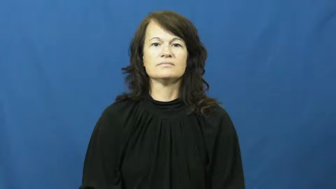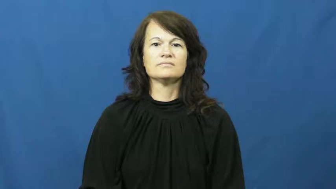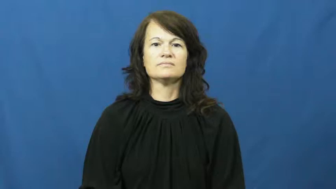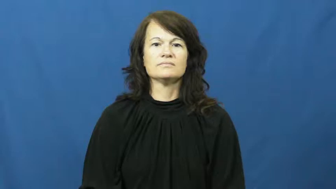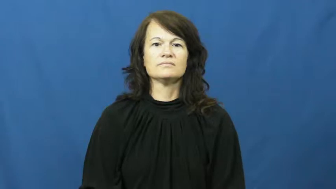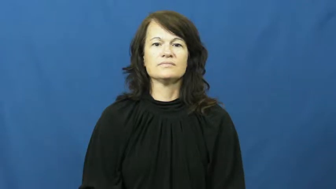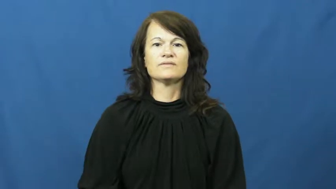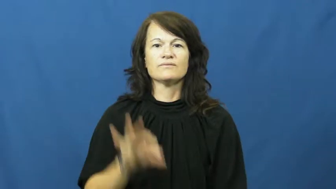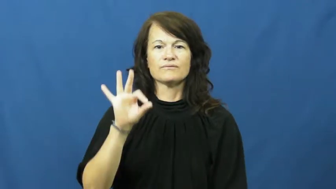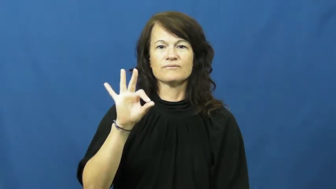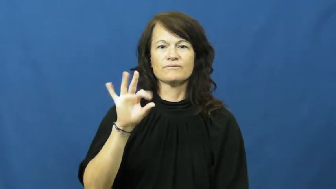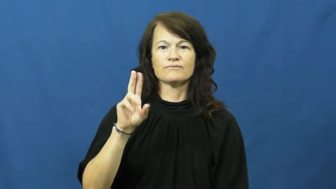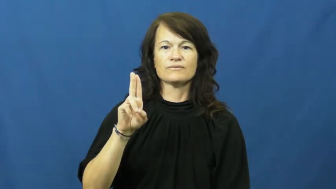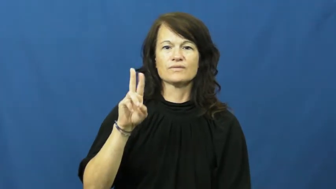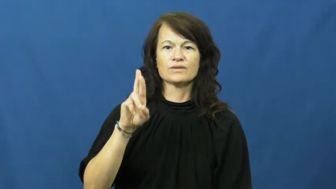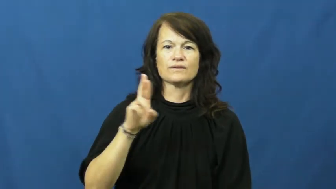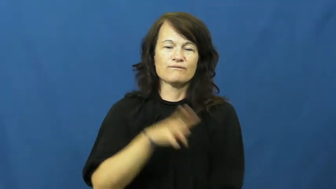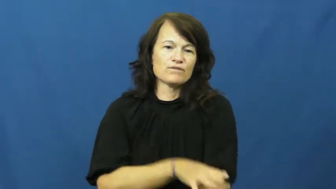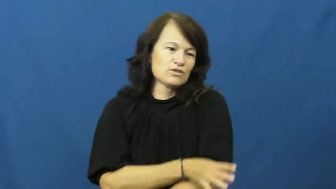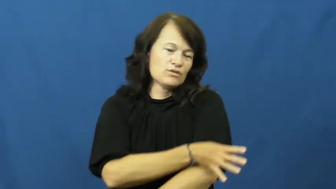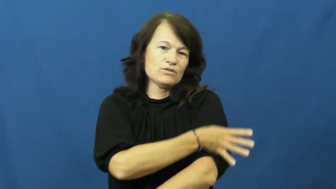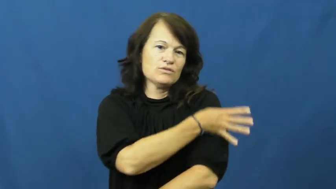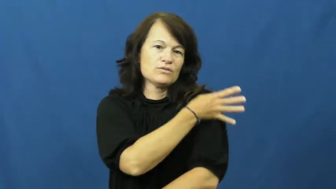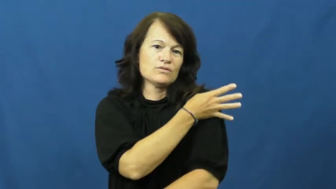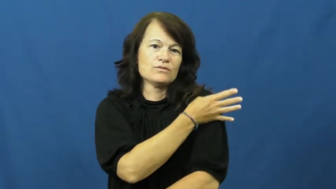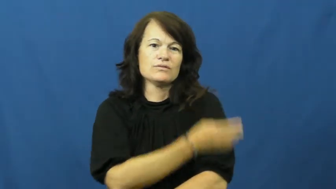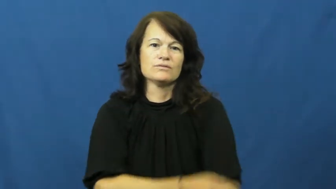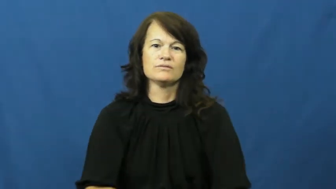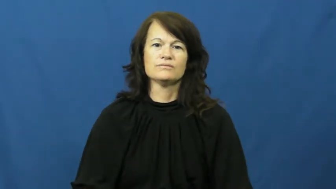fur,coat